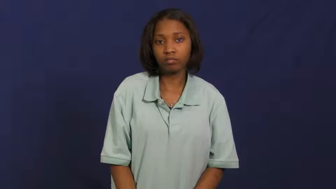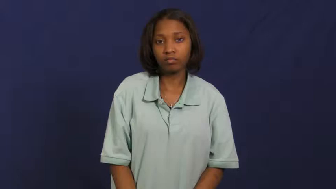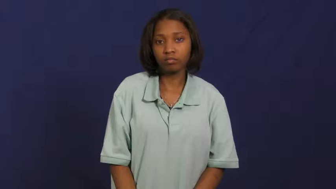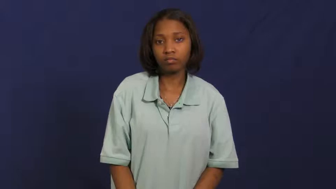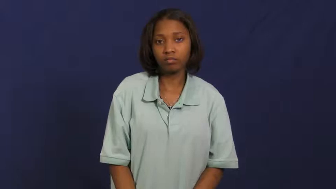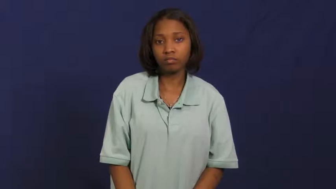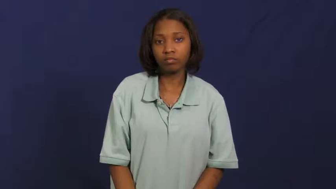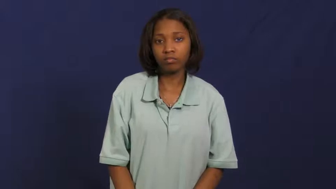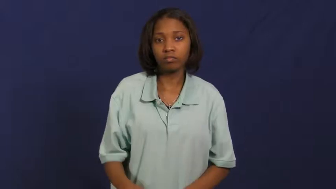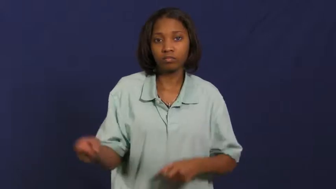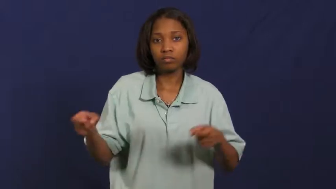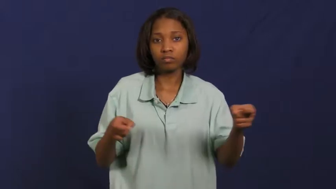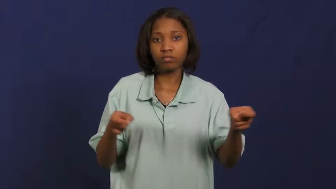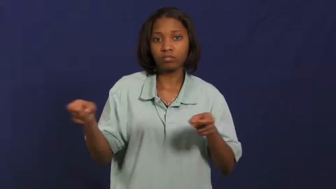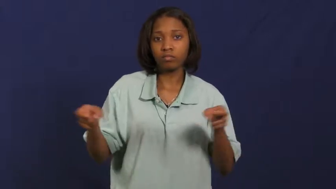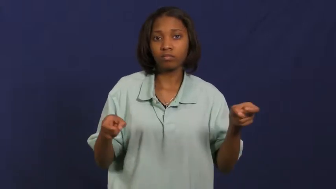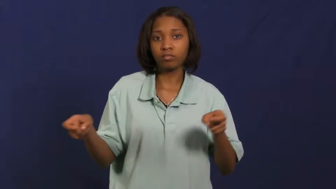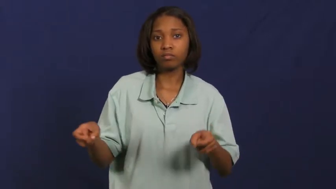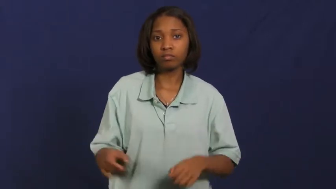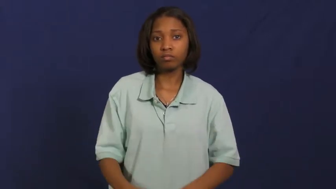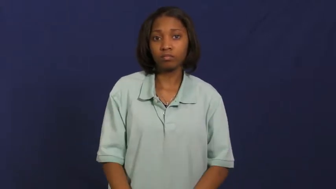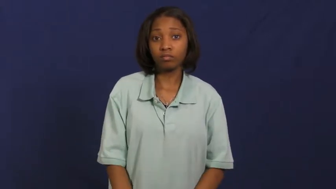rule-control